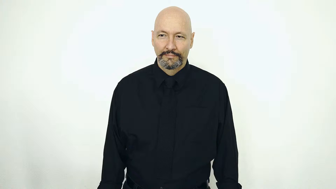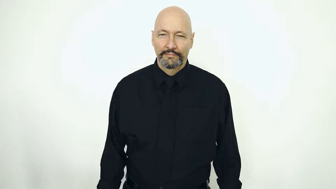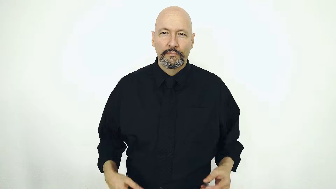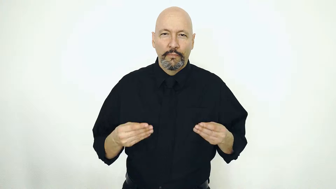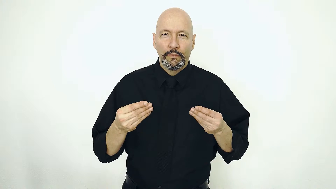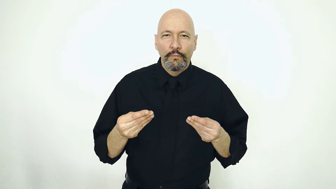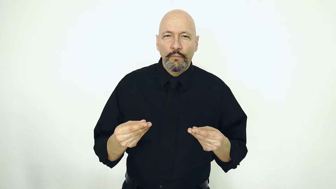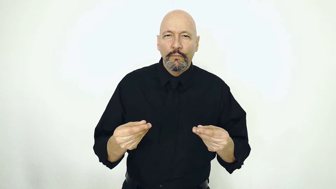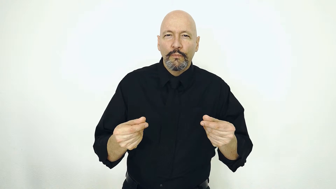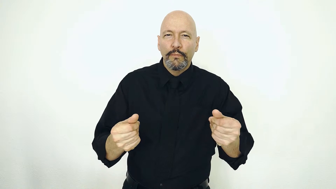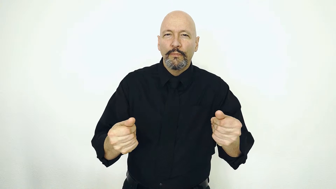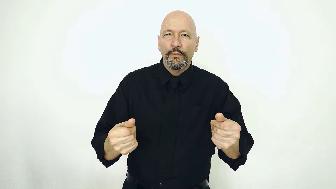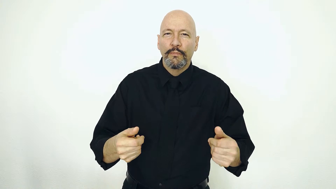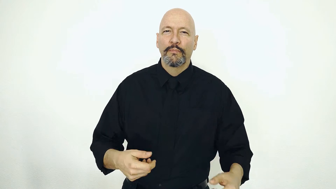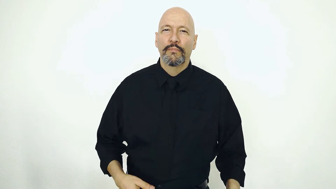SMOOTH